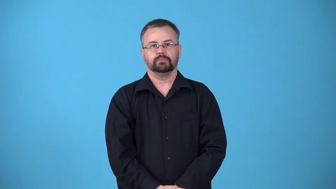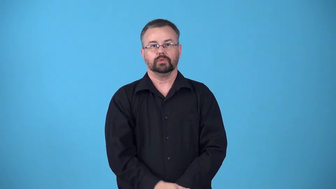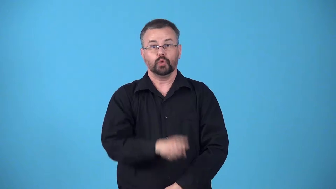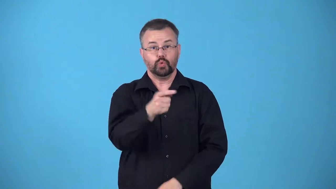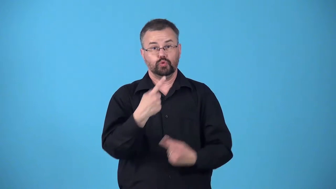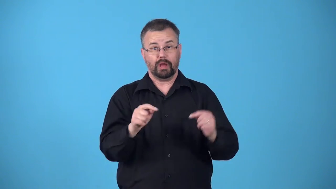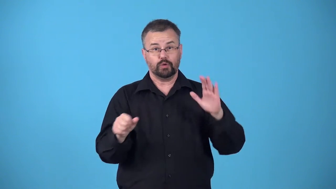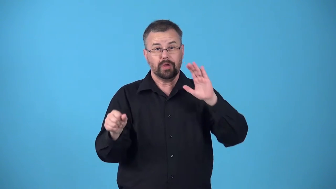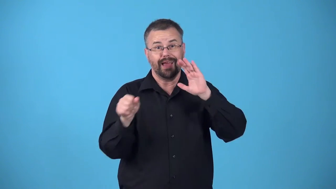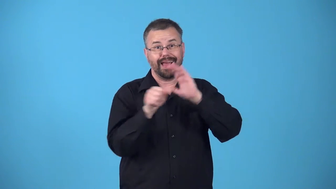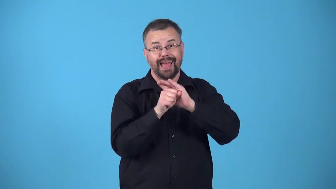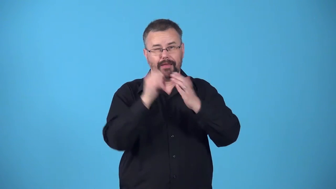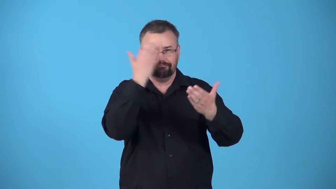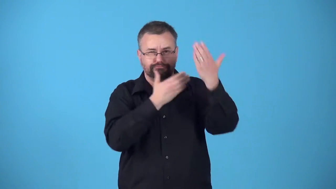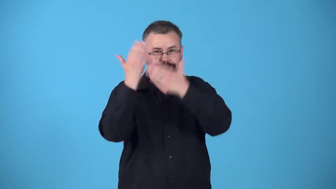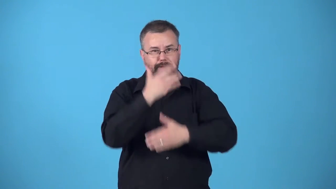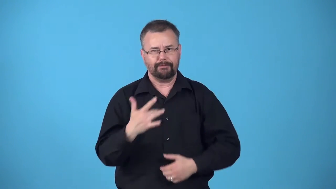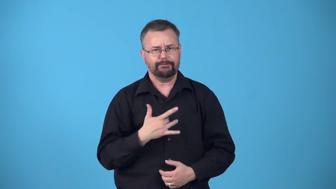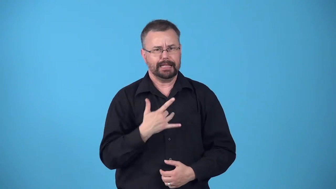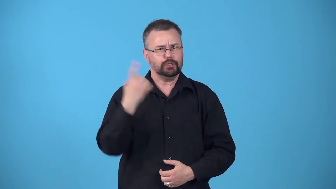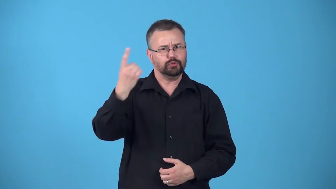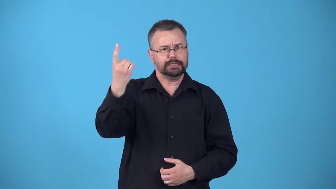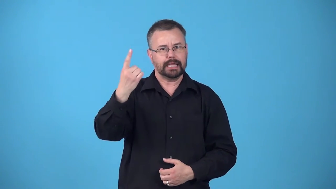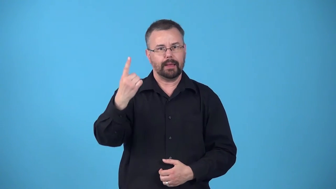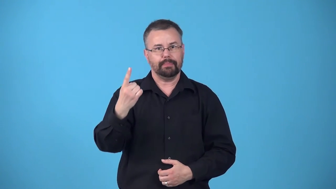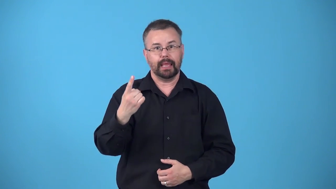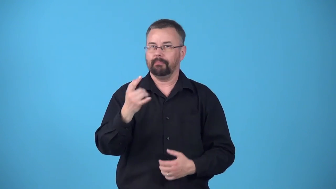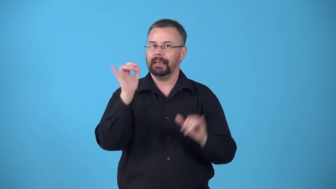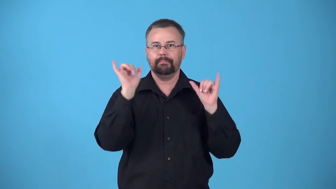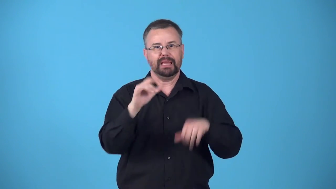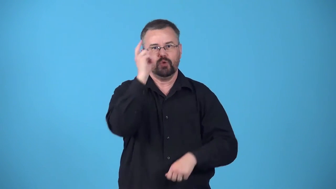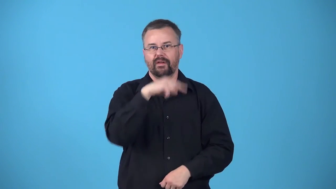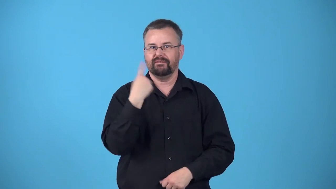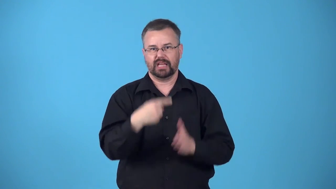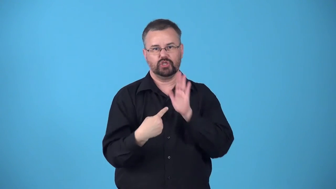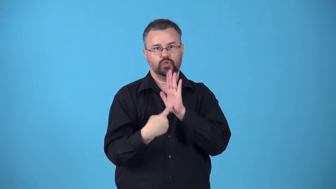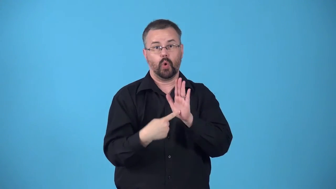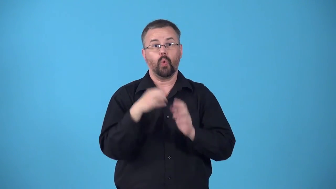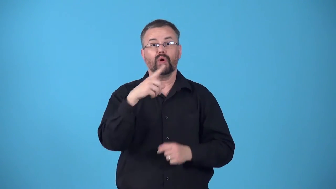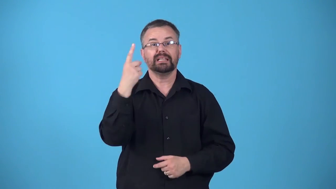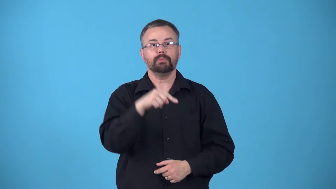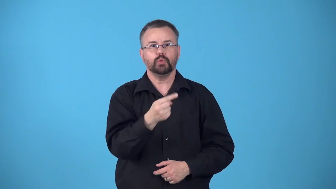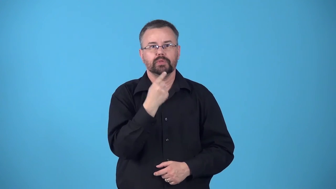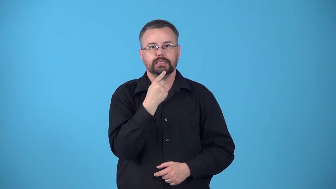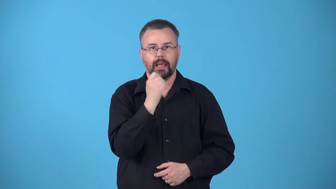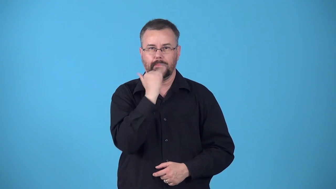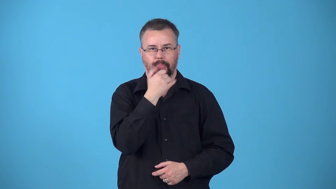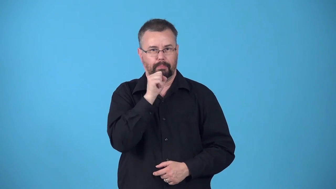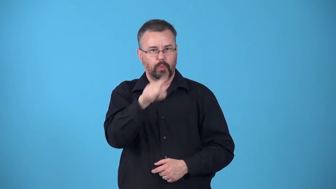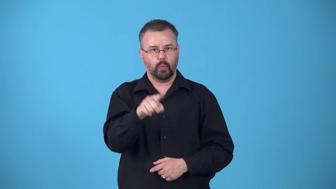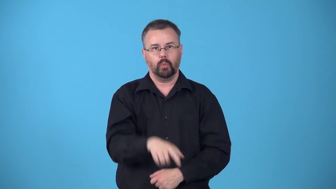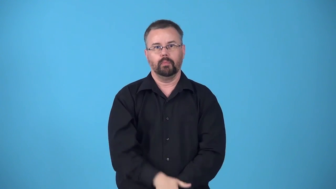betray-express unintentionally